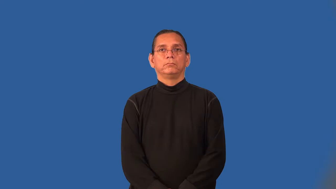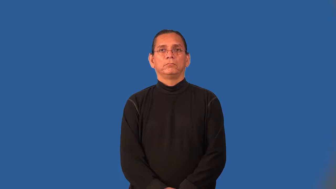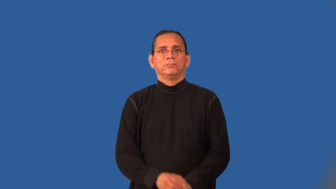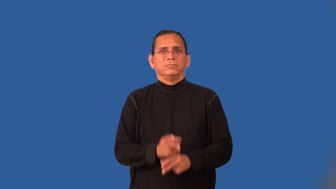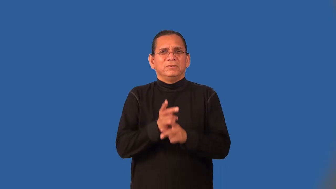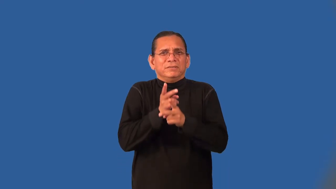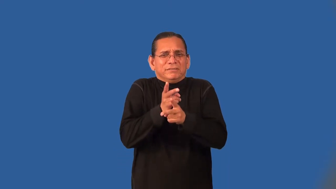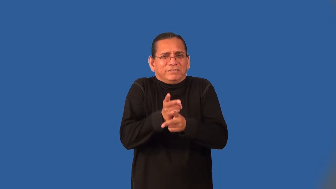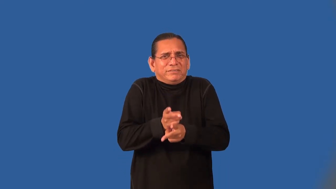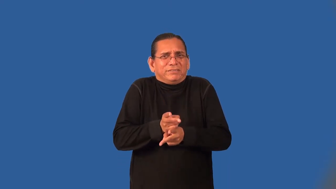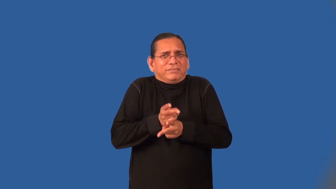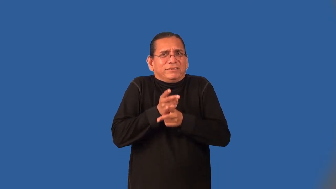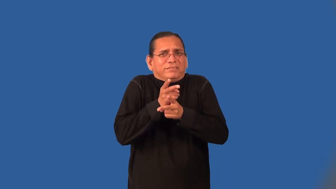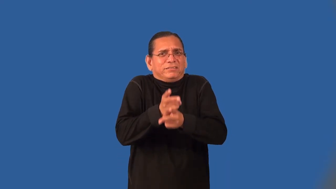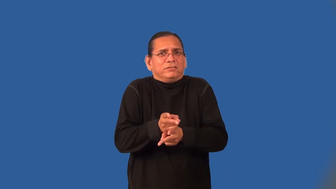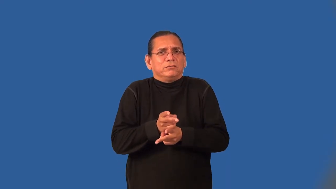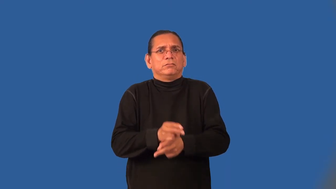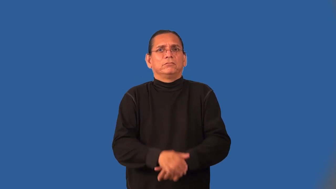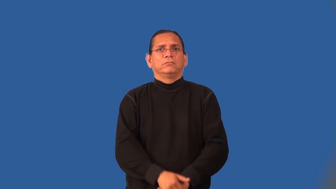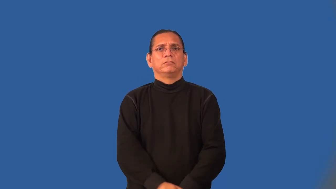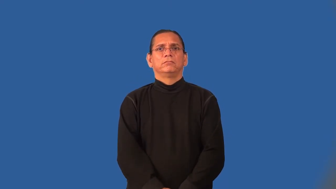overcareful,overcautious